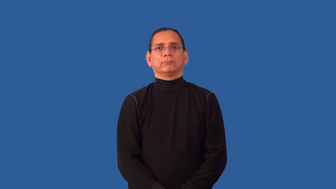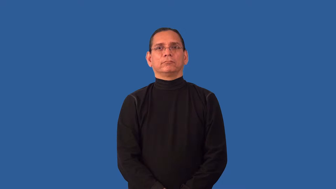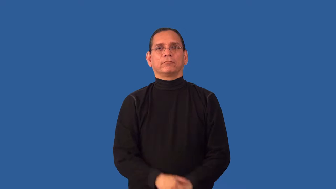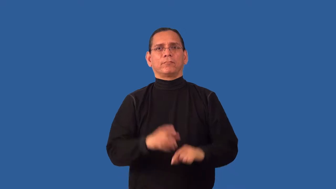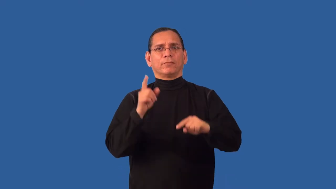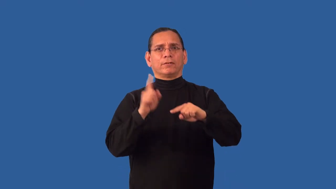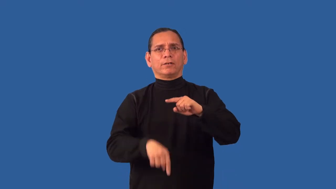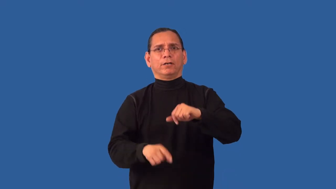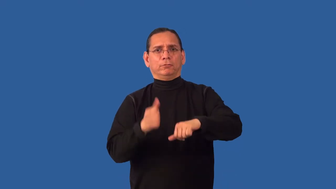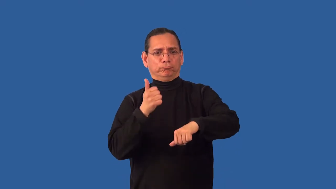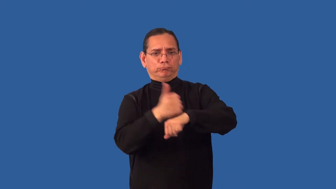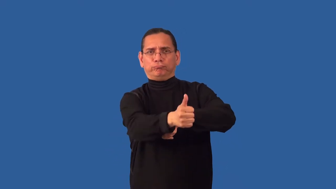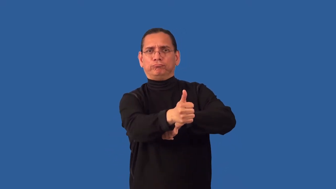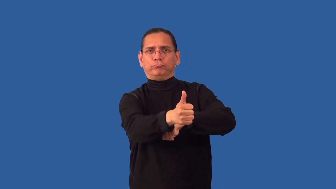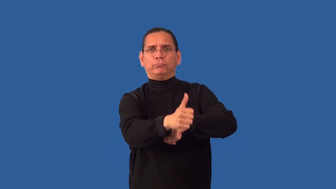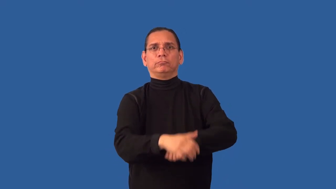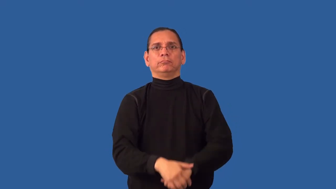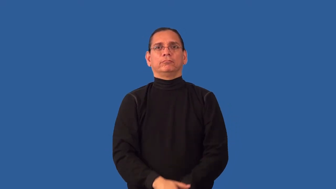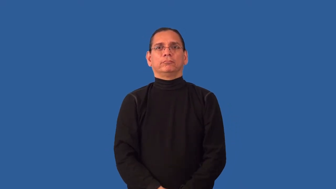inculpable